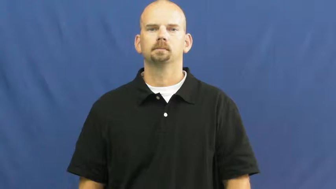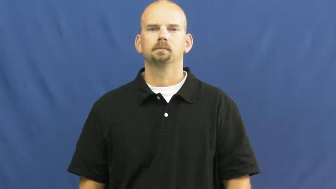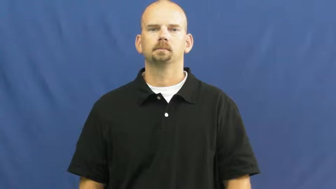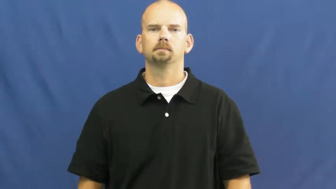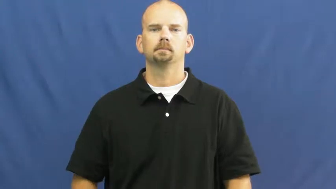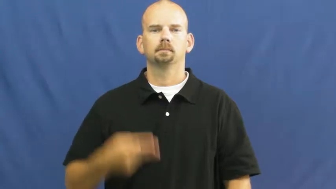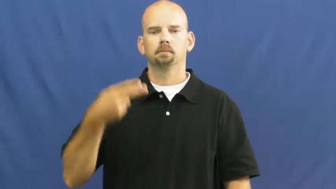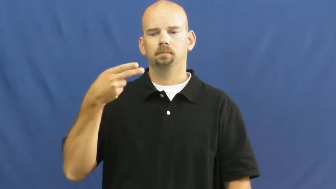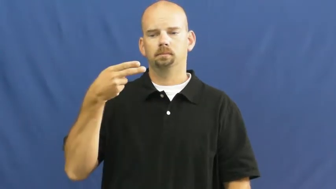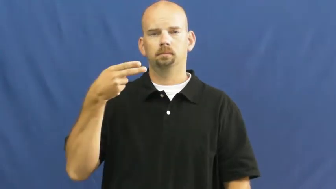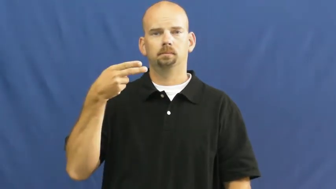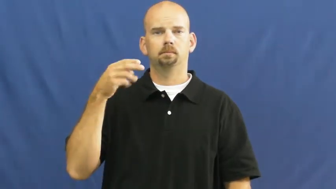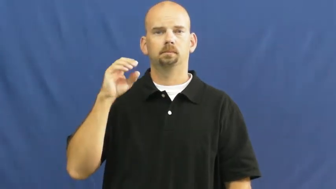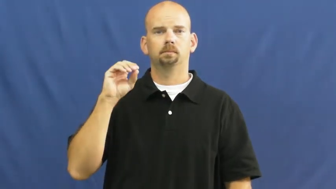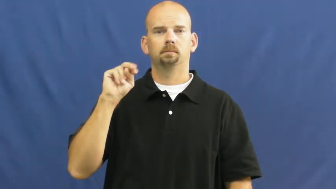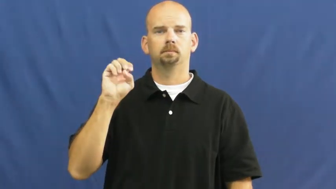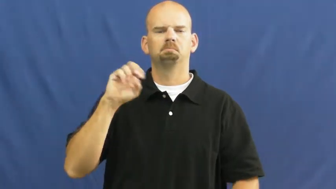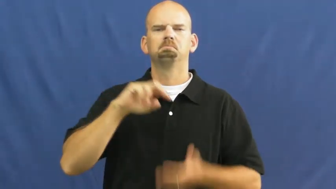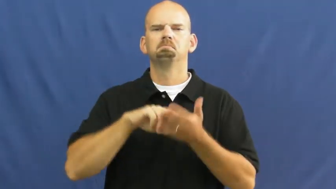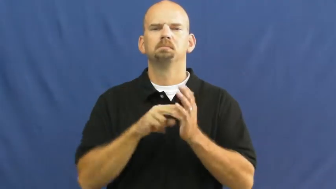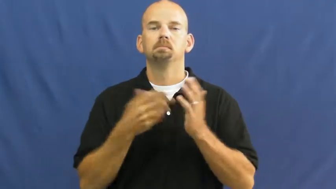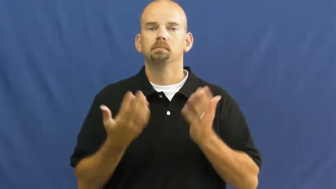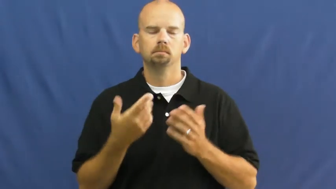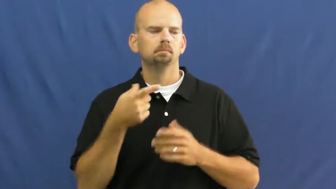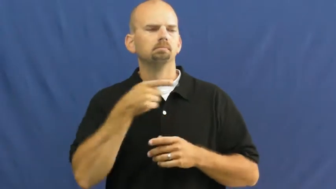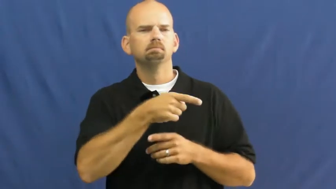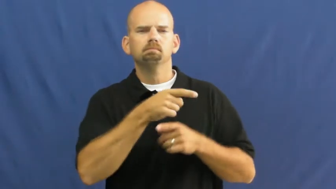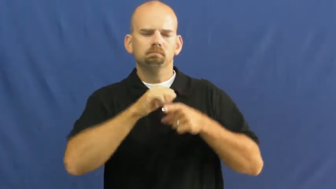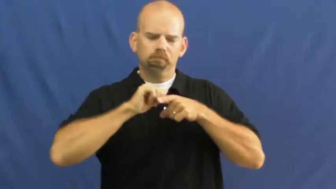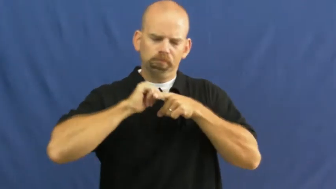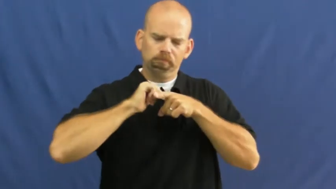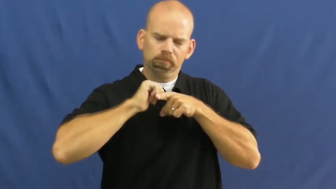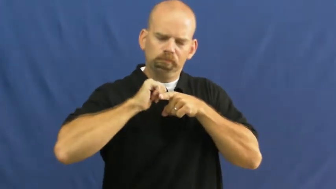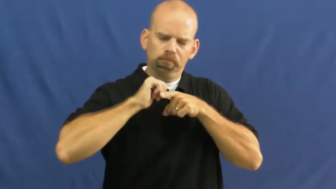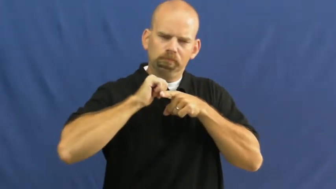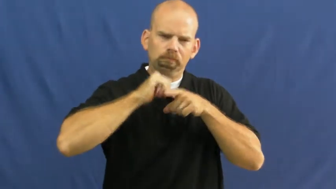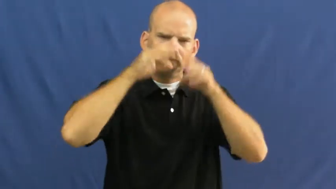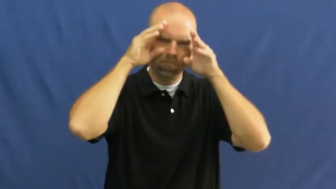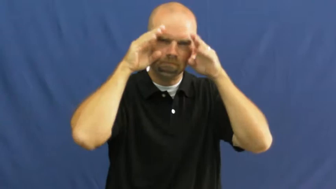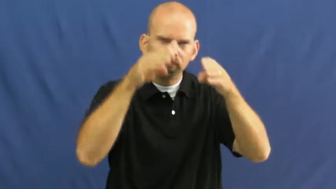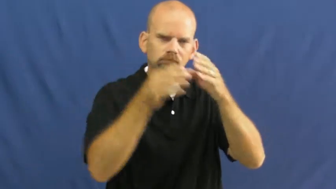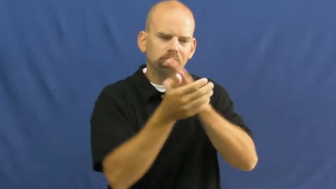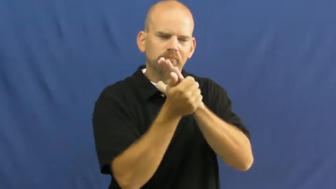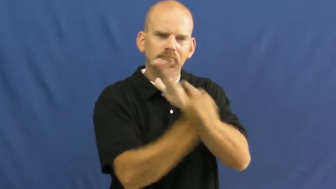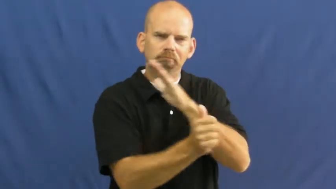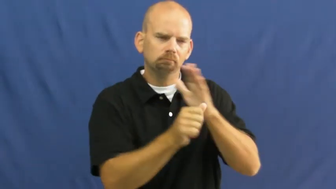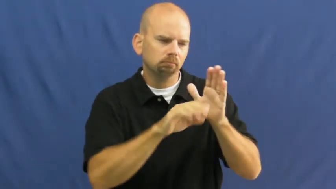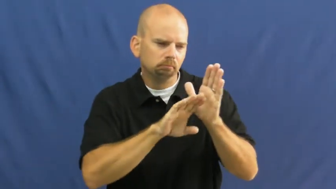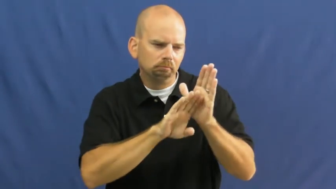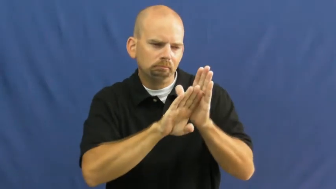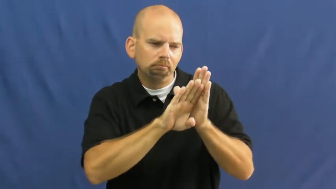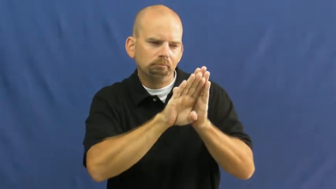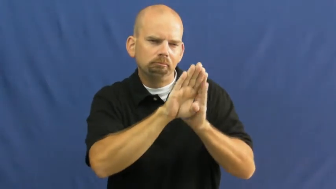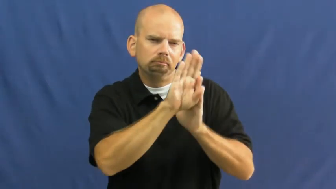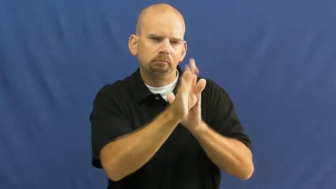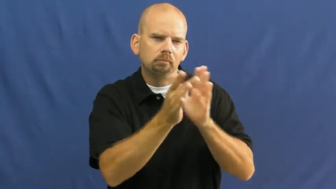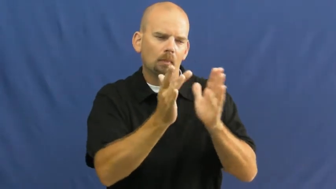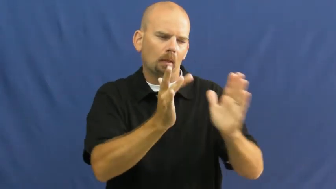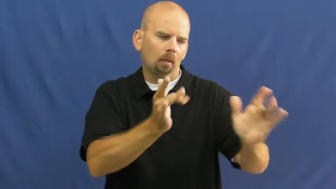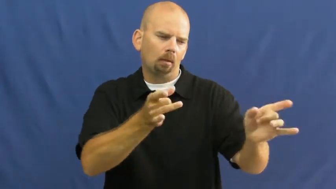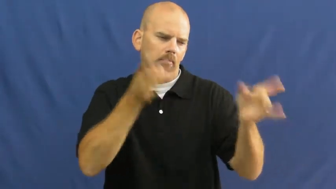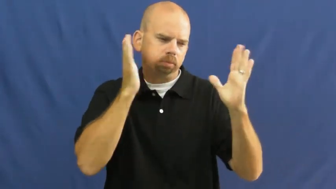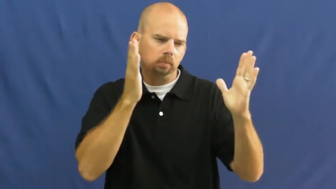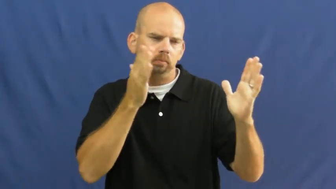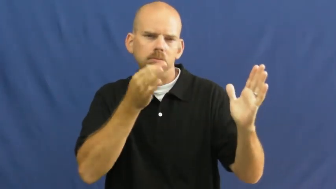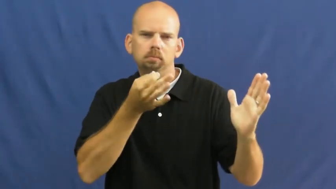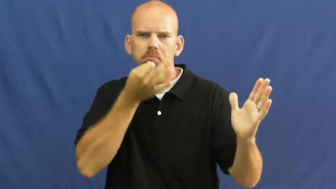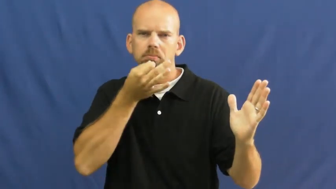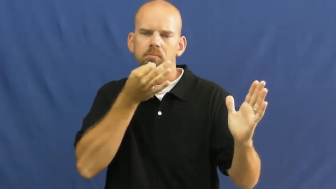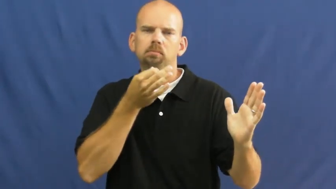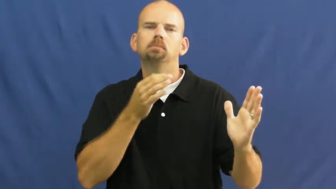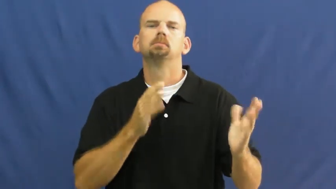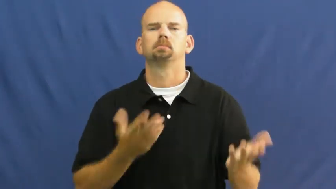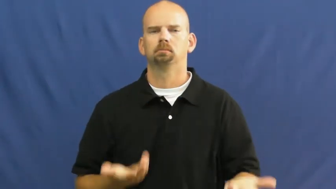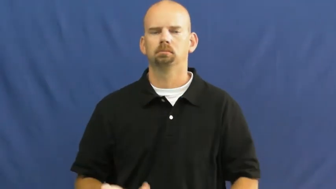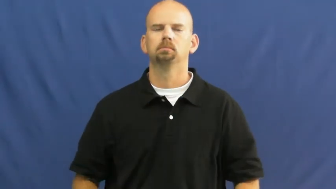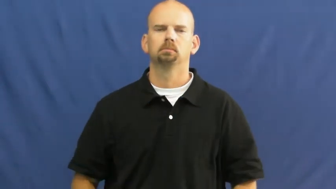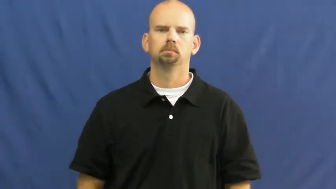hone-skill